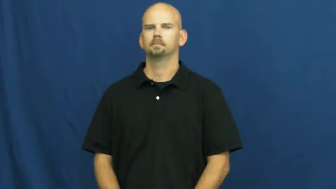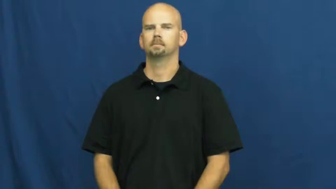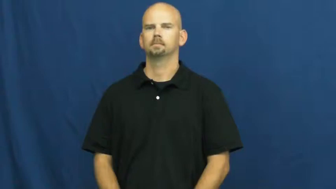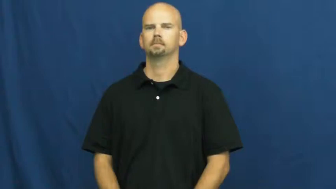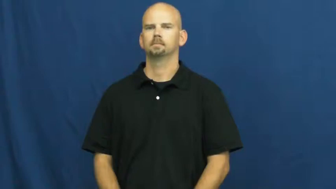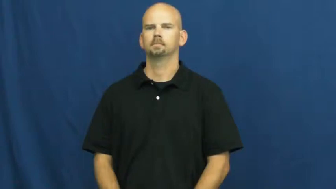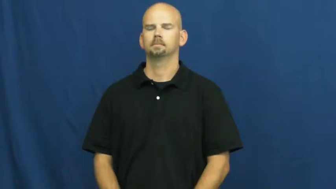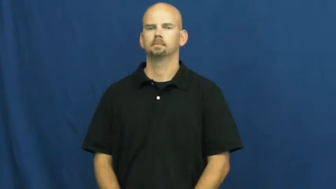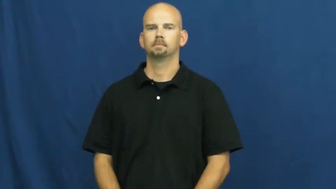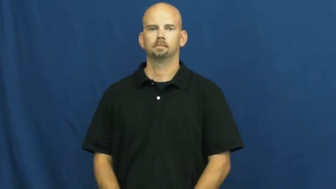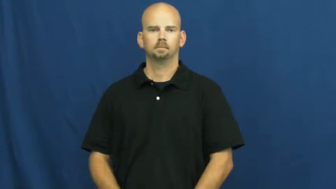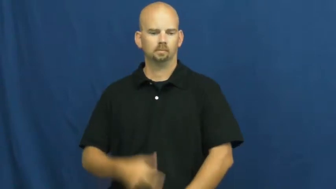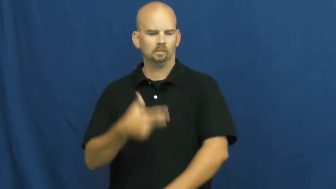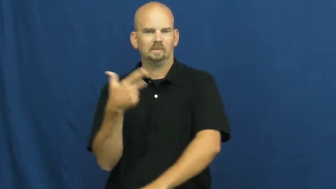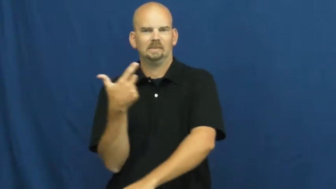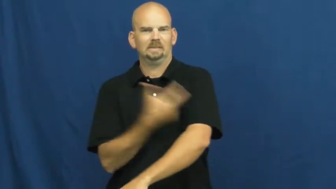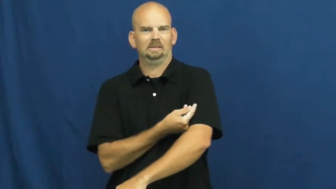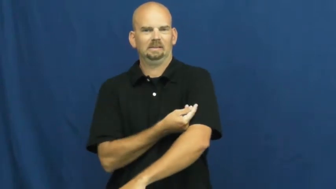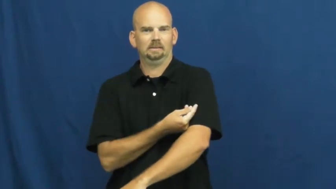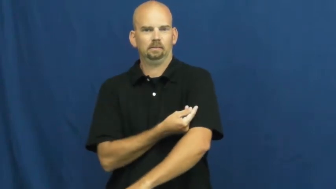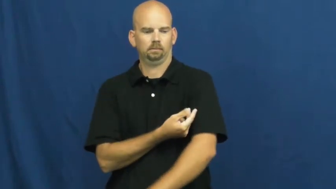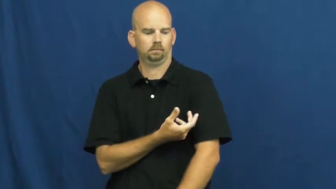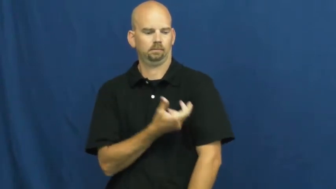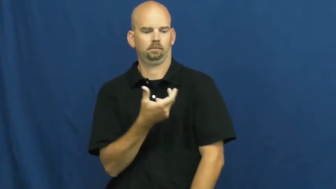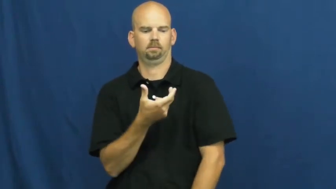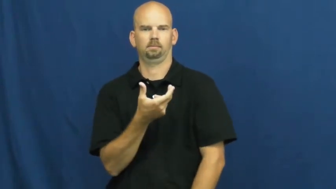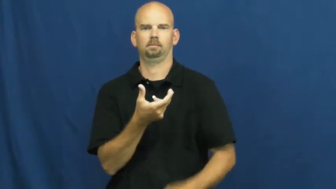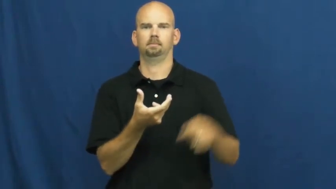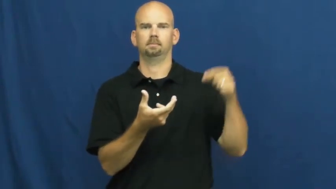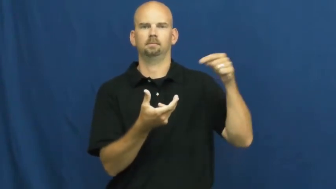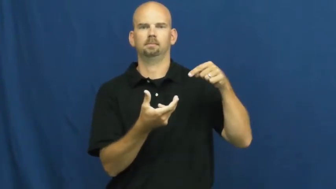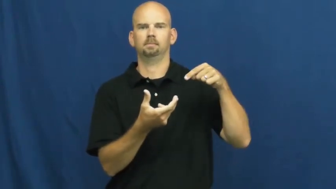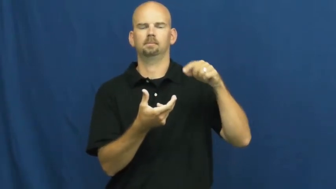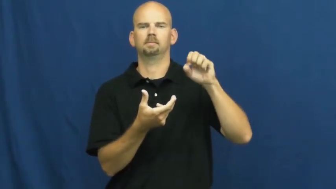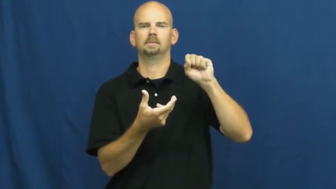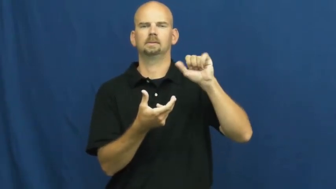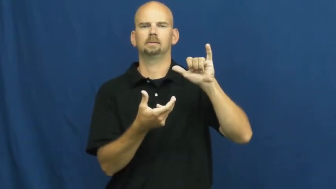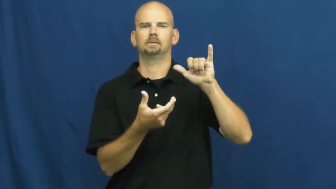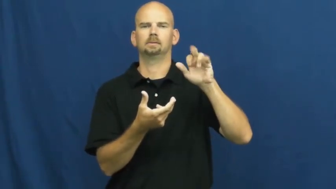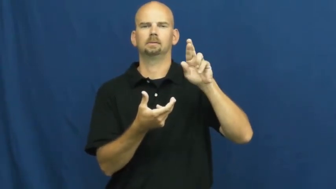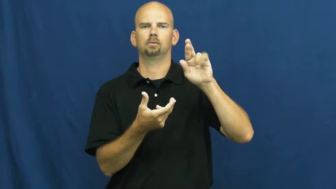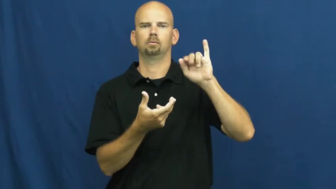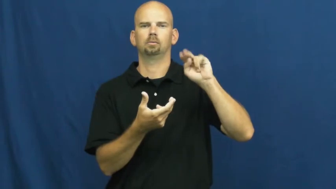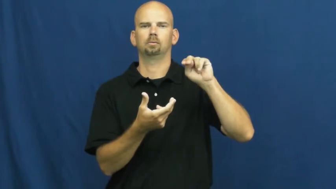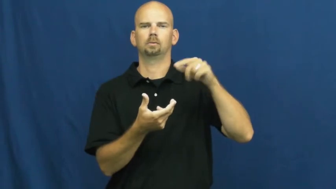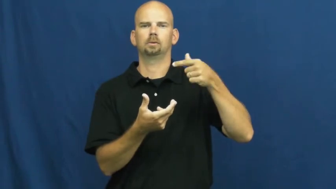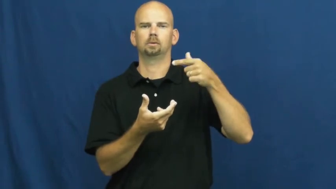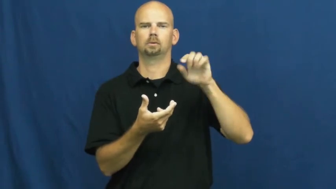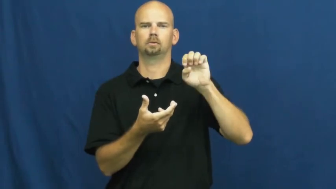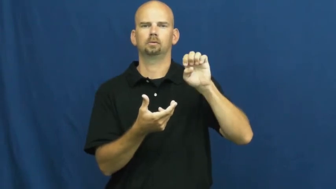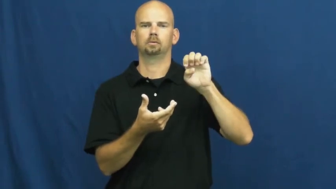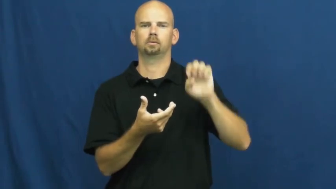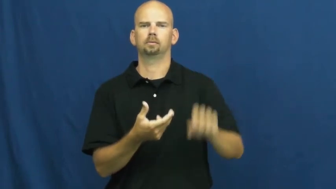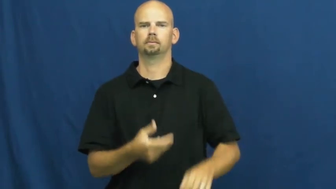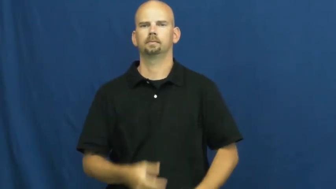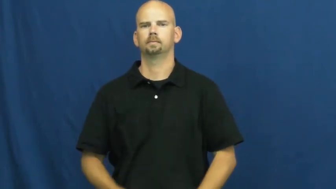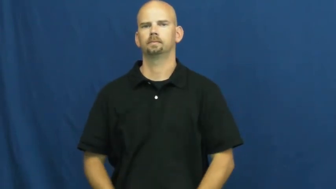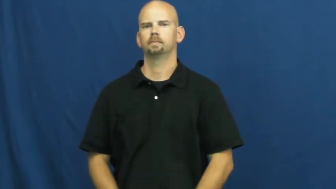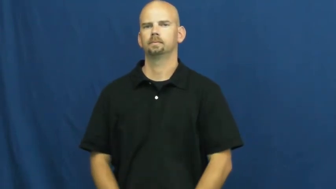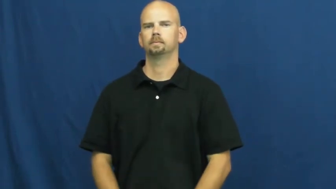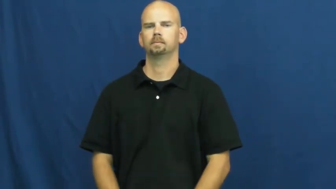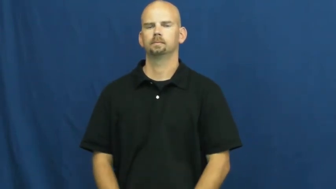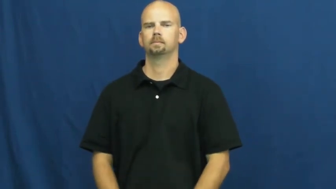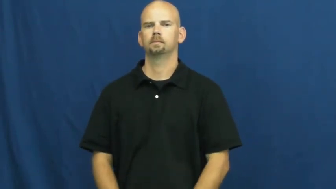syringe